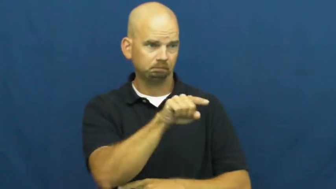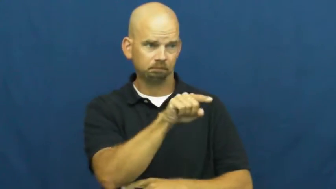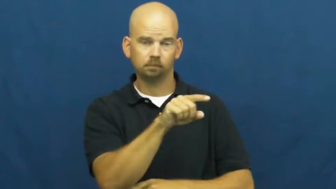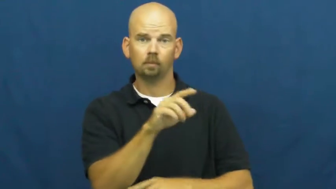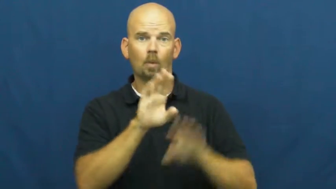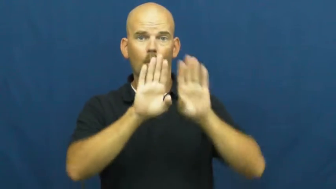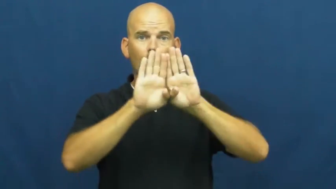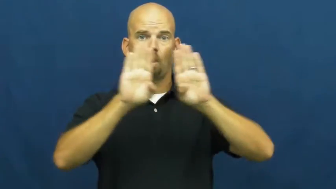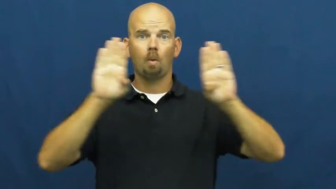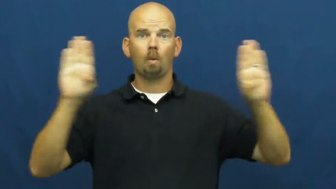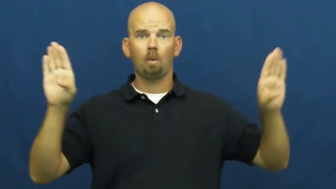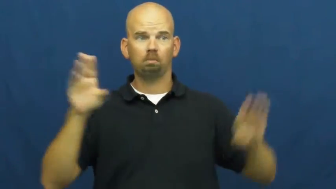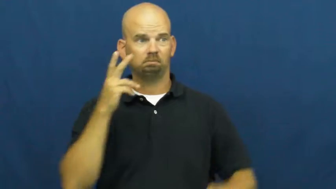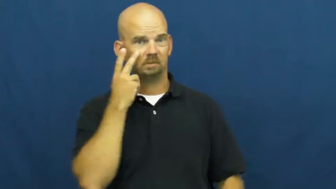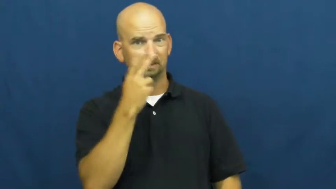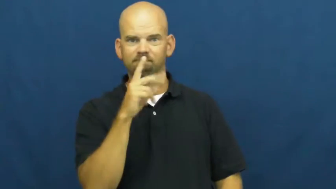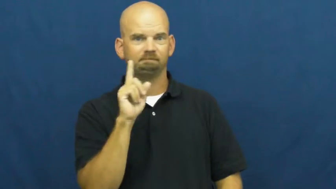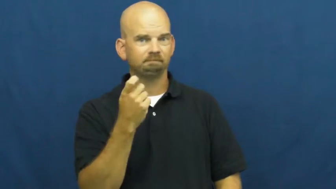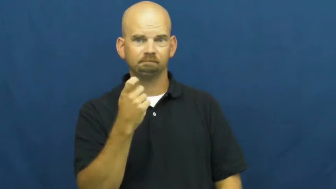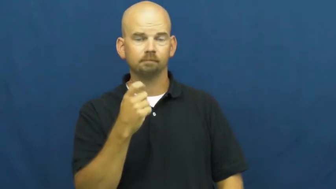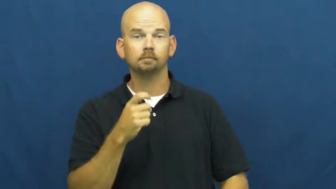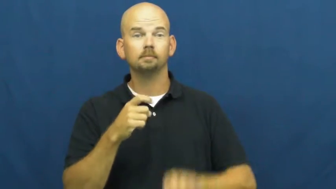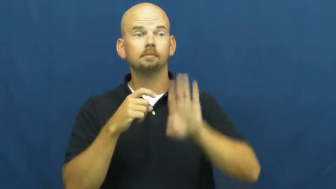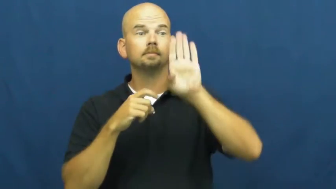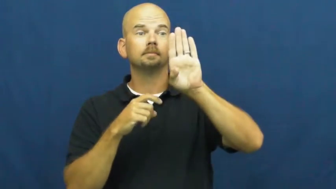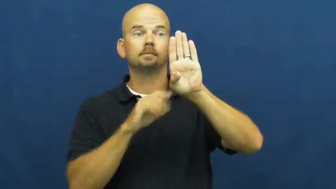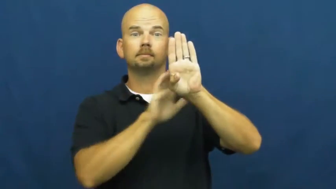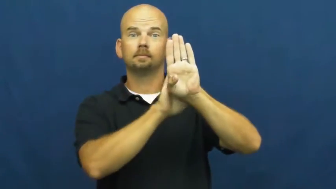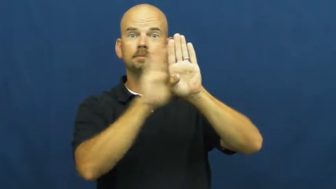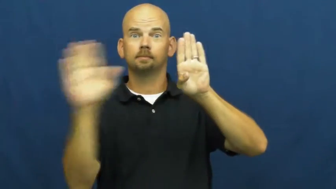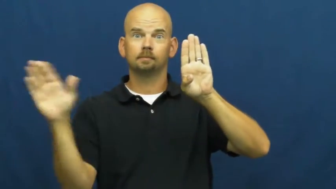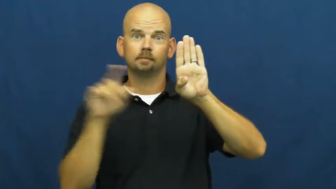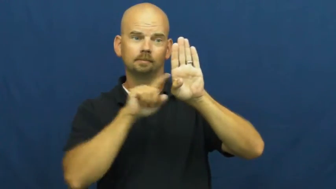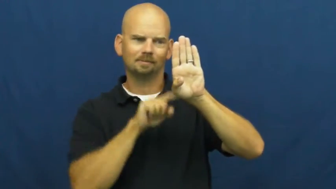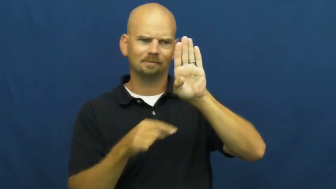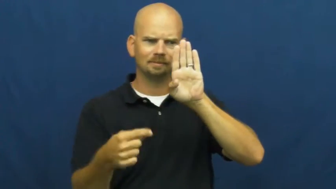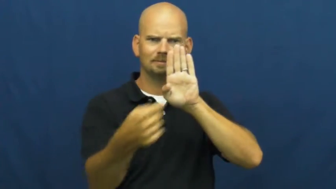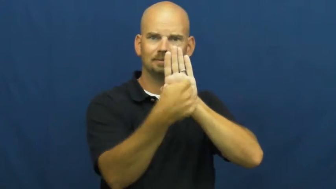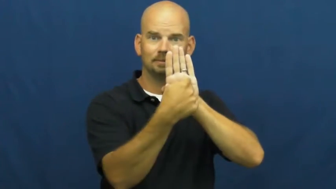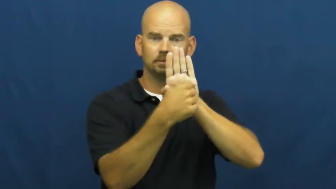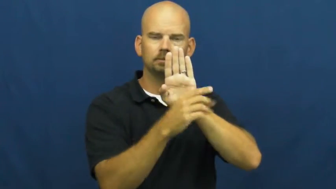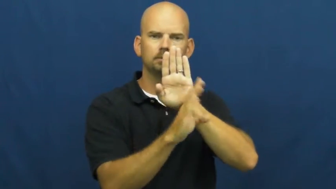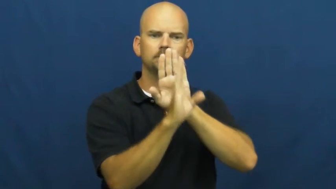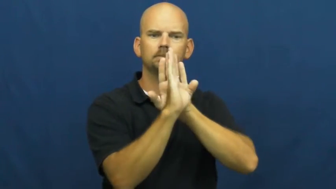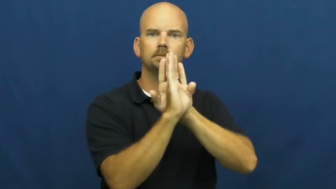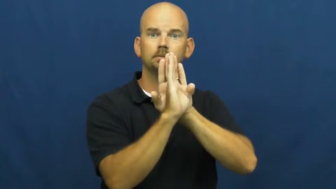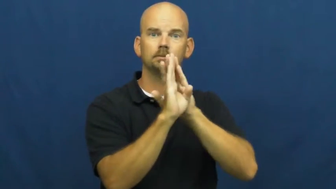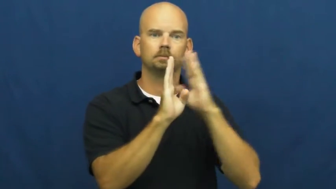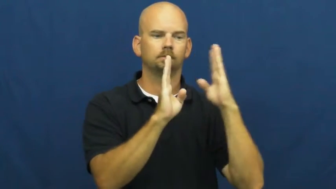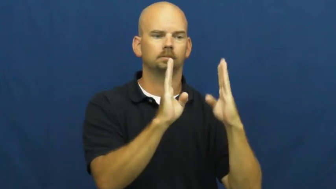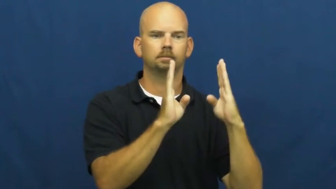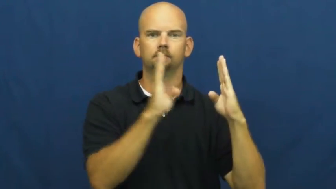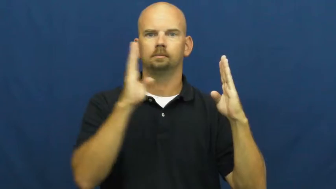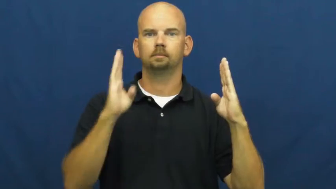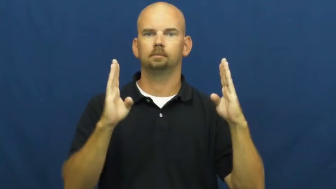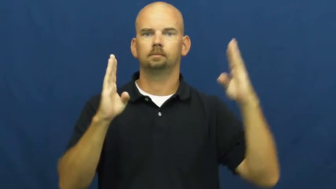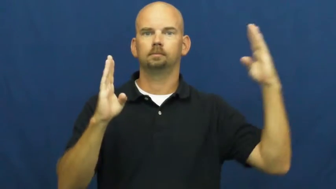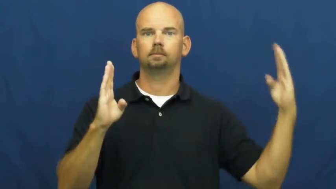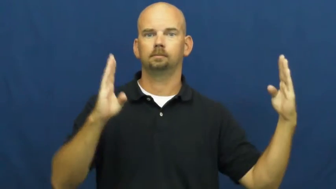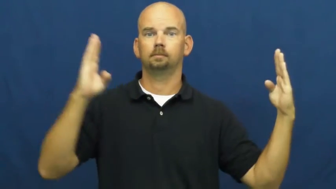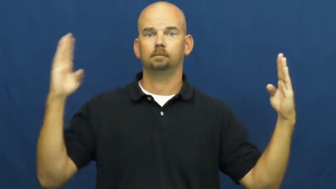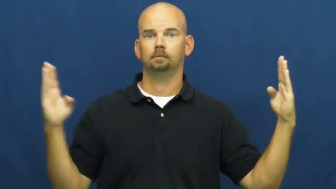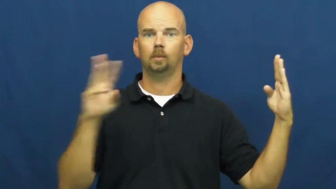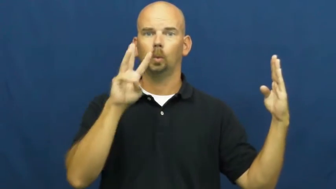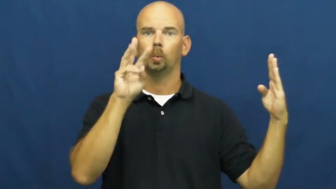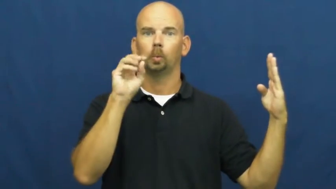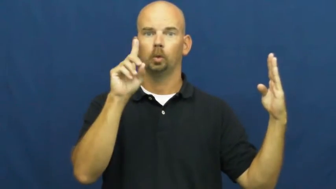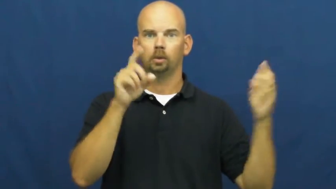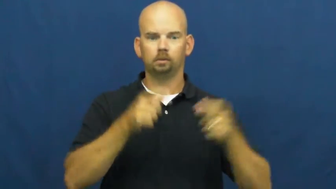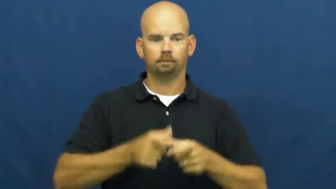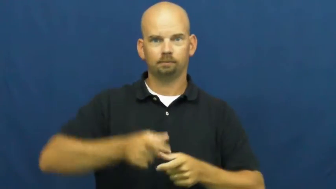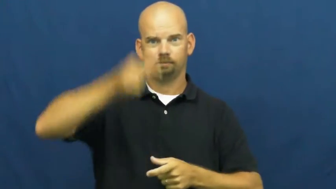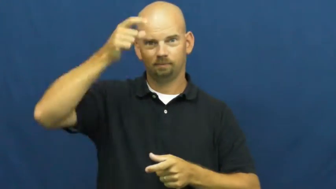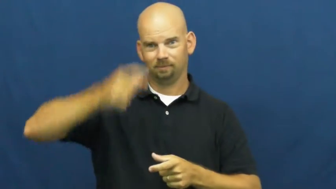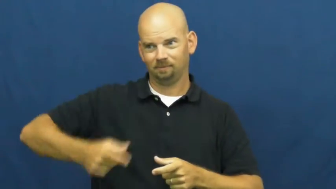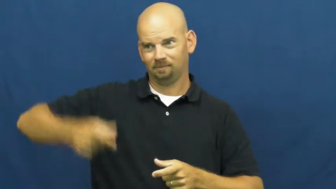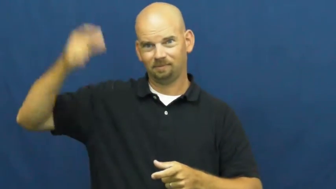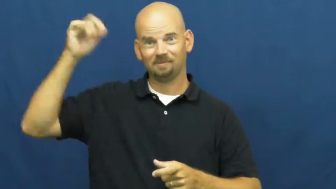stud-wood